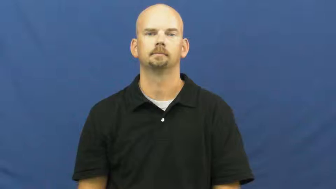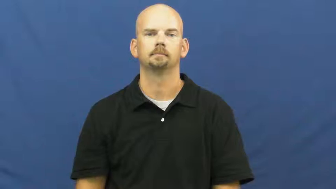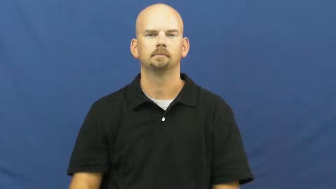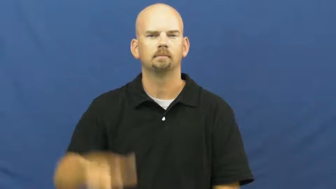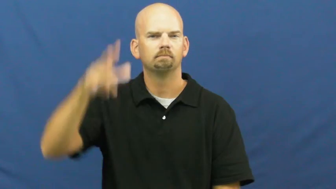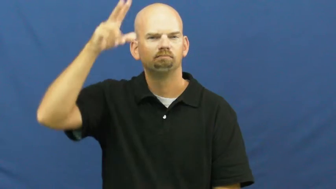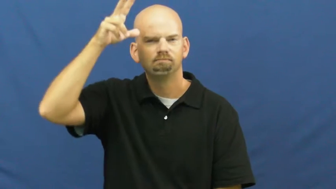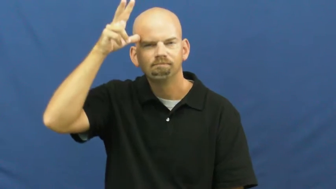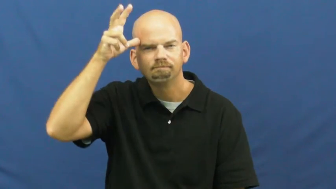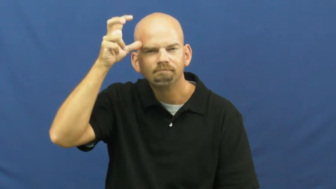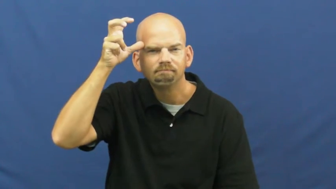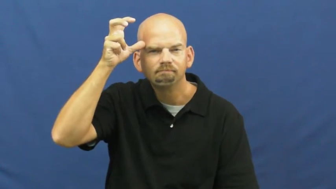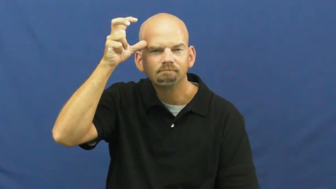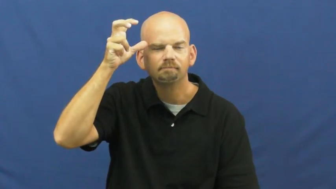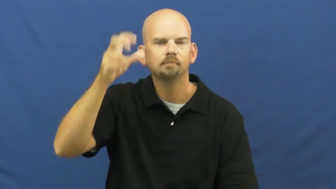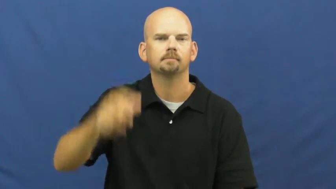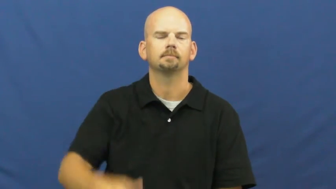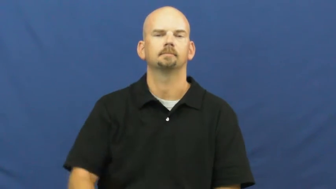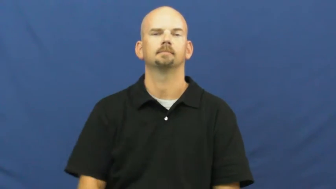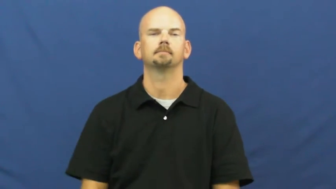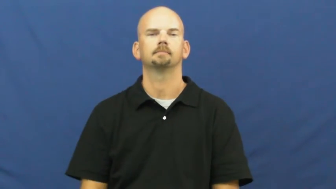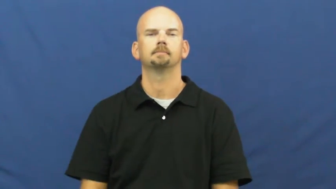evil,wicked,malevolent,malificent,baneful,dark,baleful,black,dark,enormity